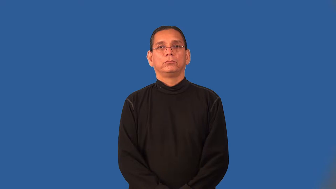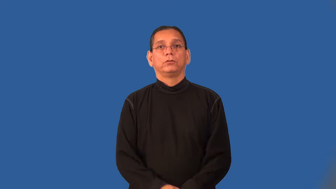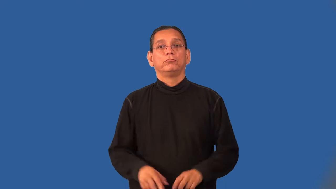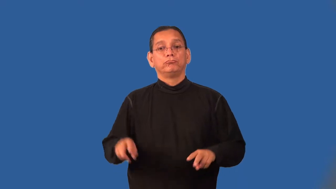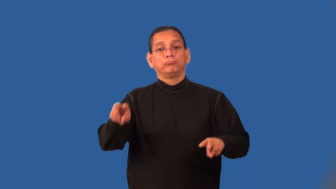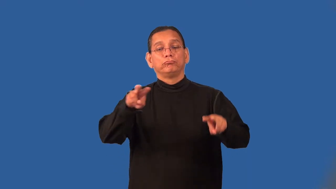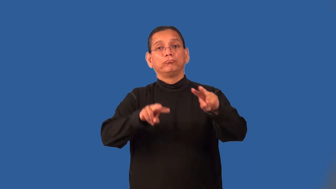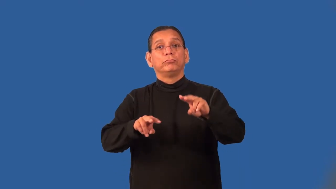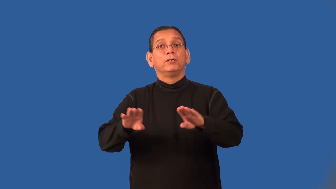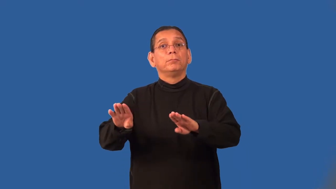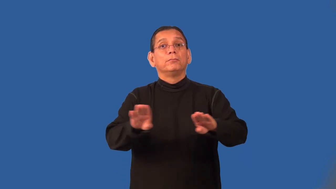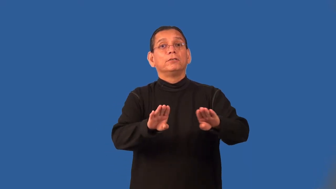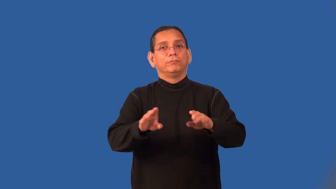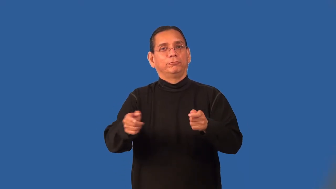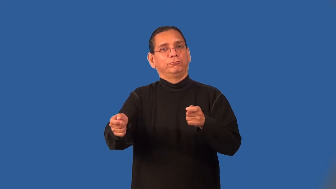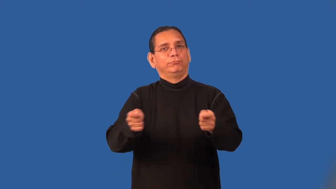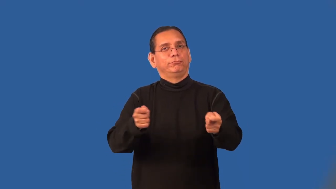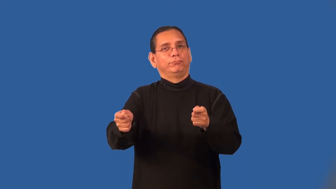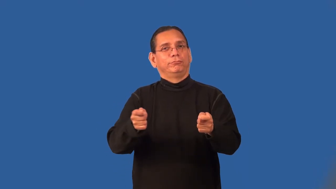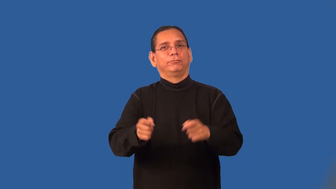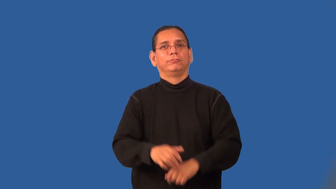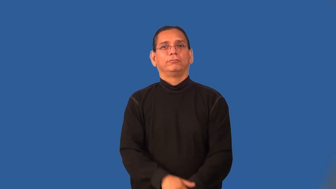police-verb